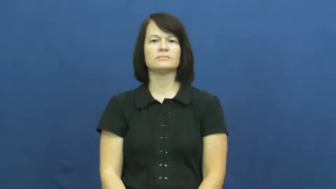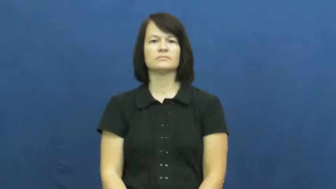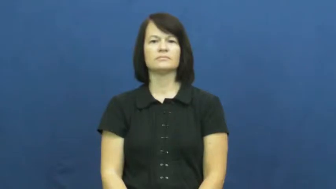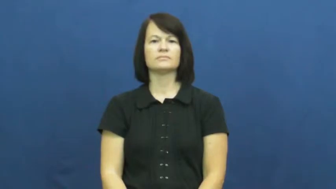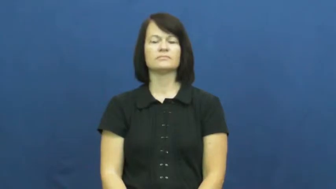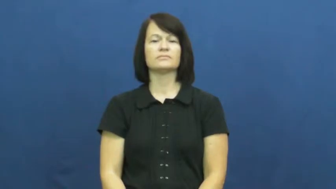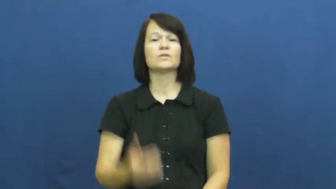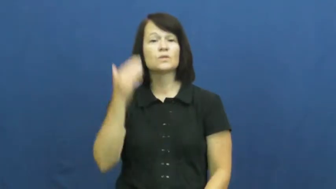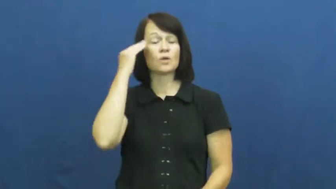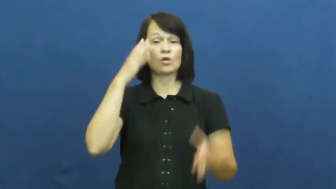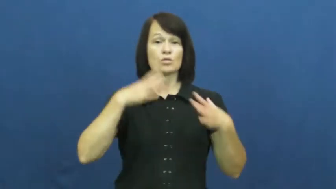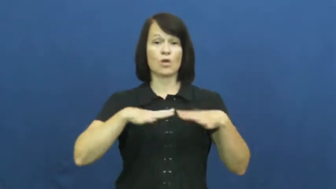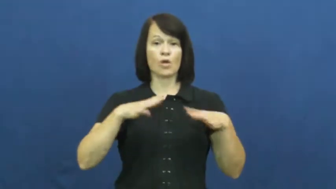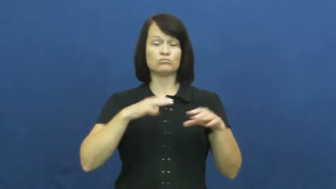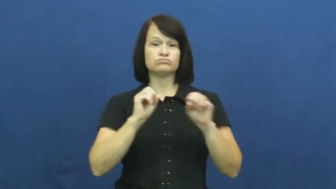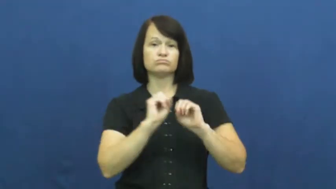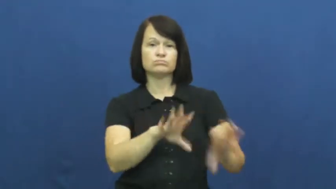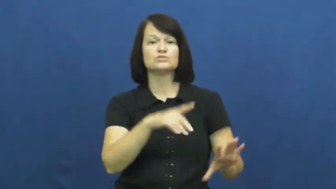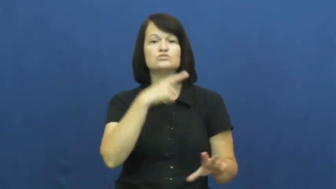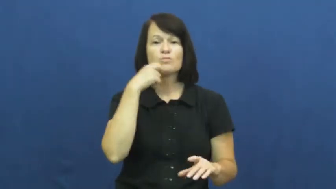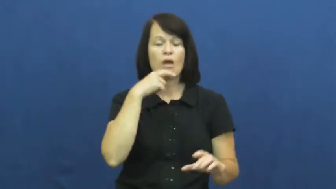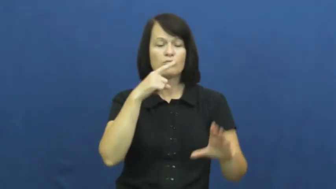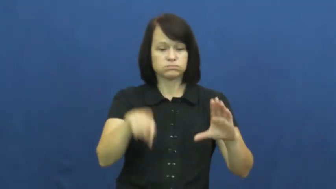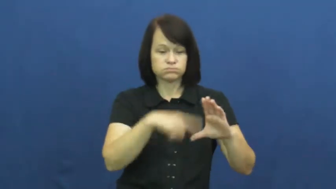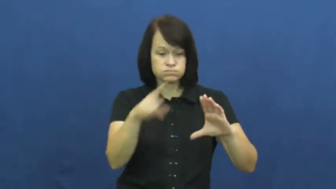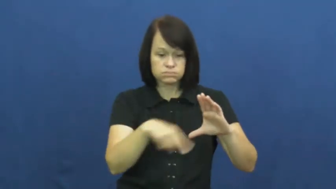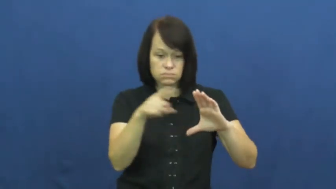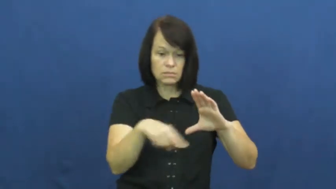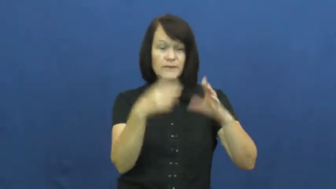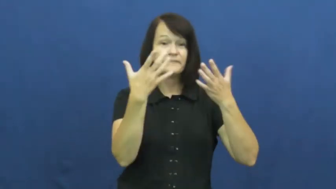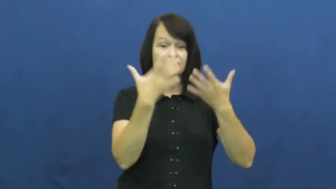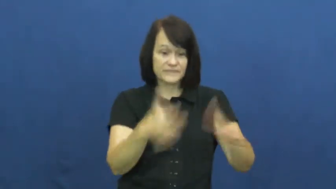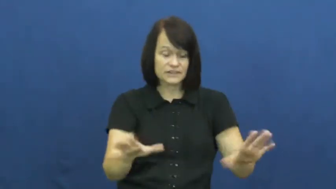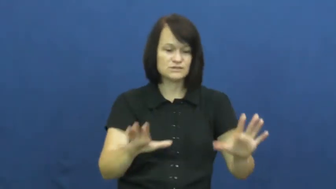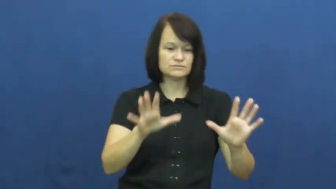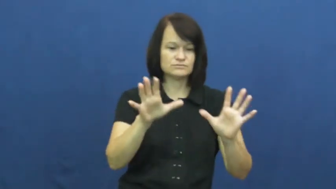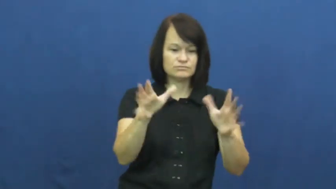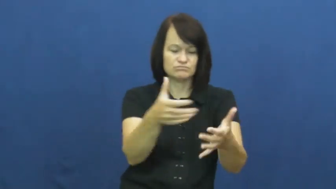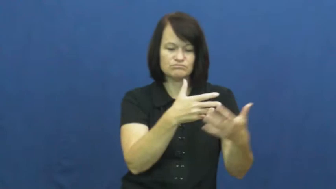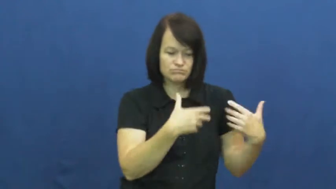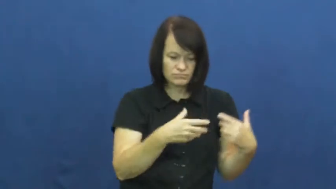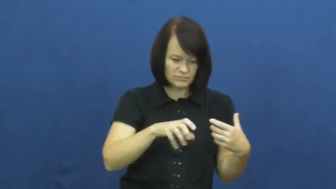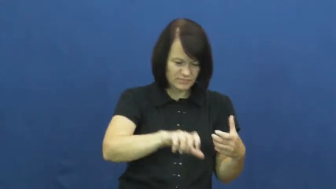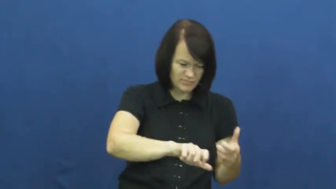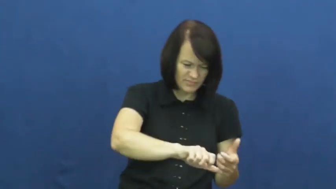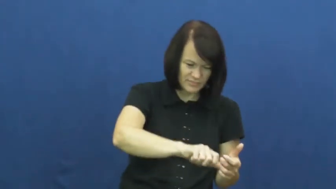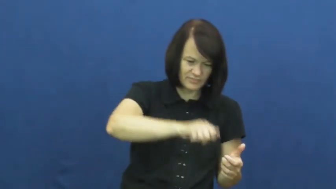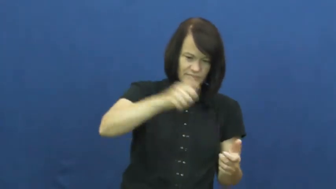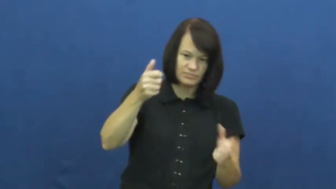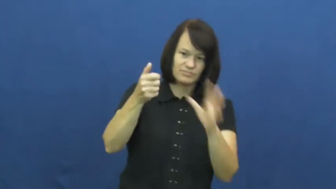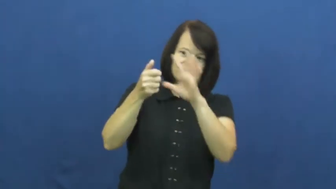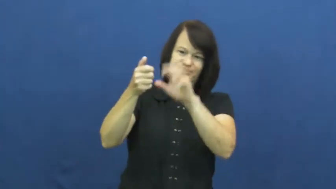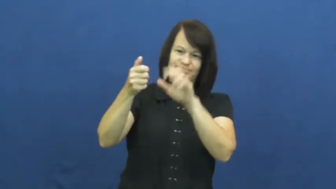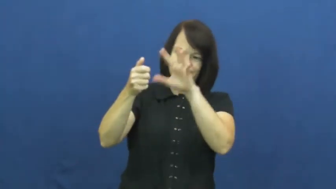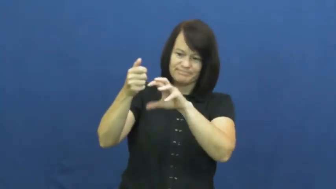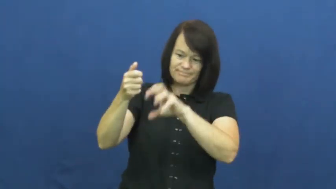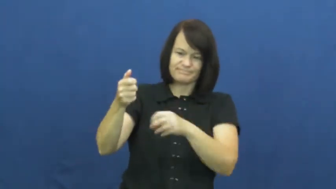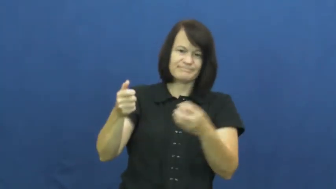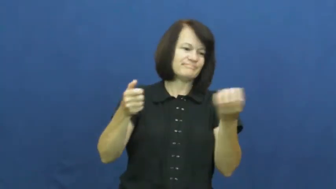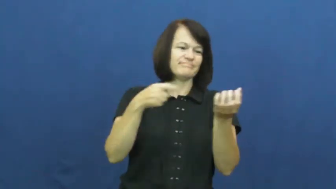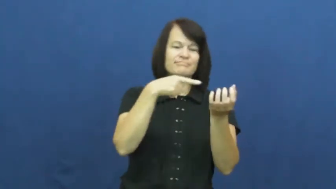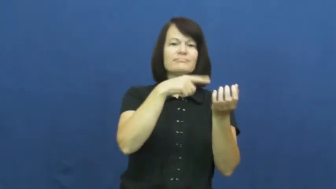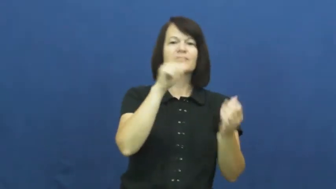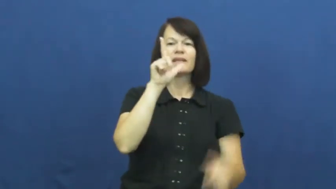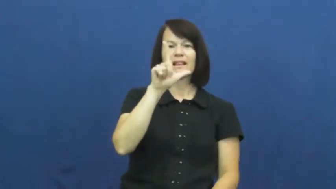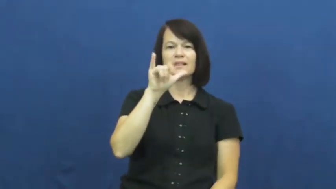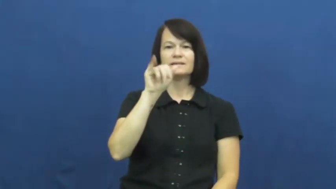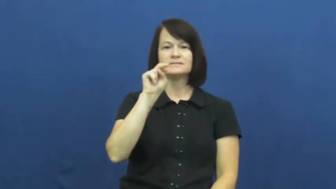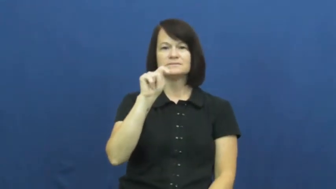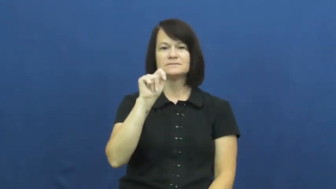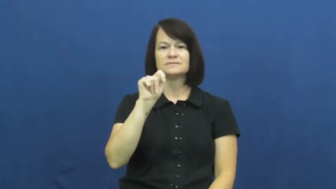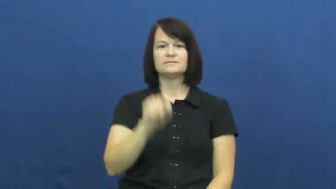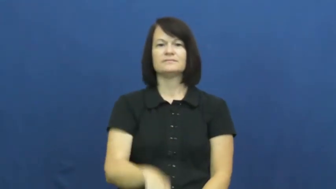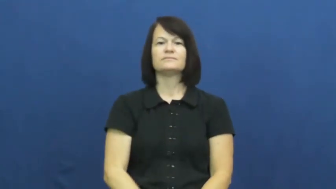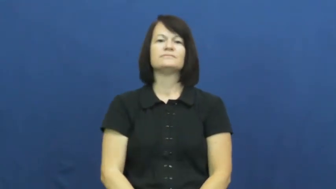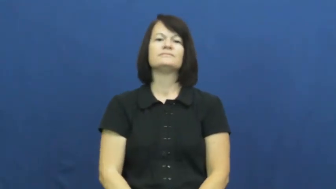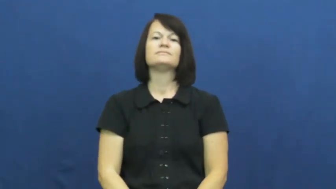lint